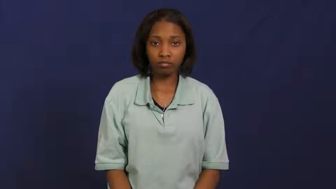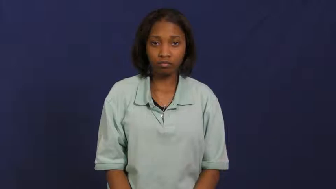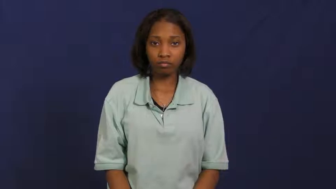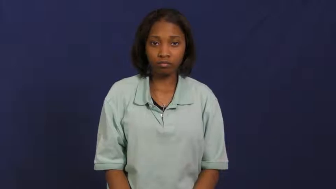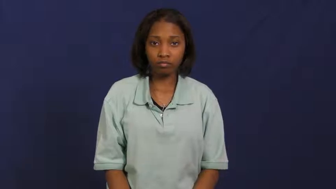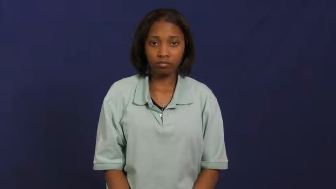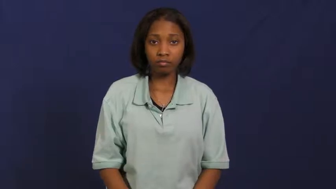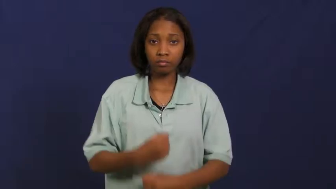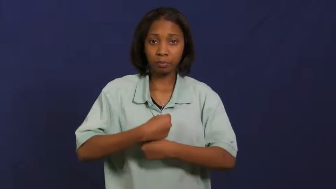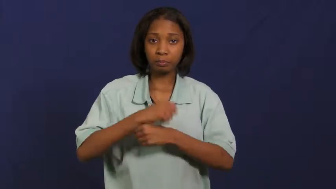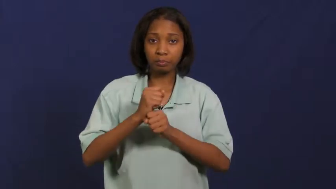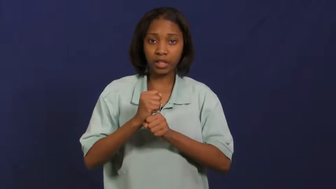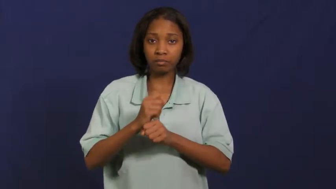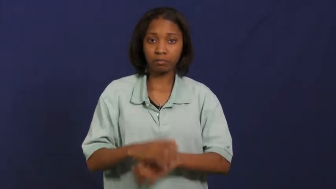formulate